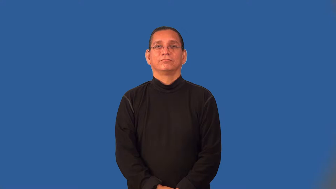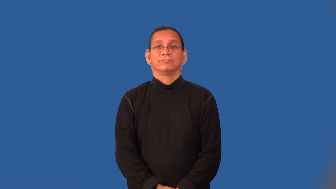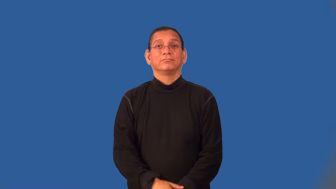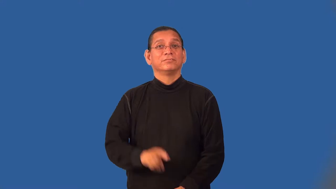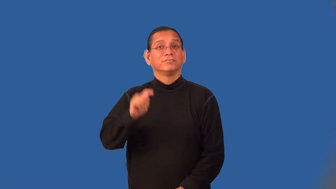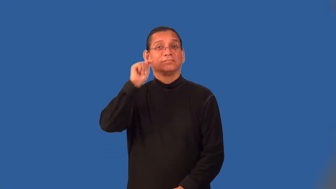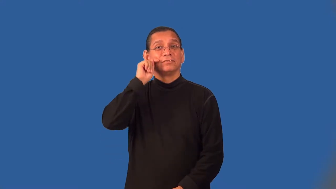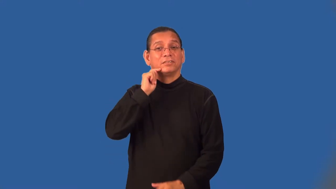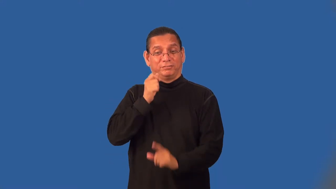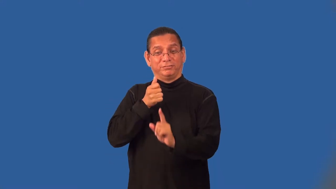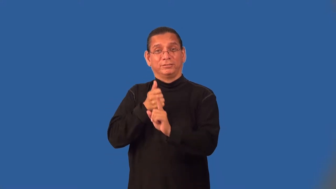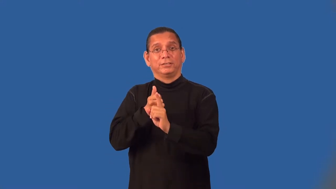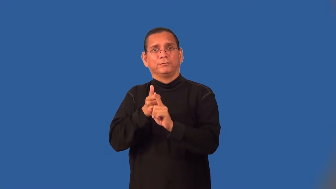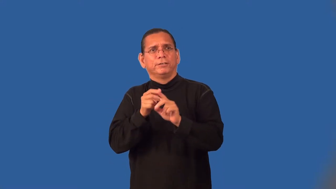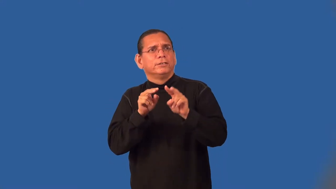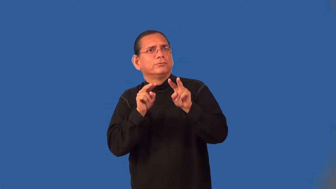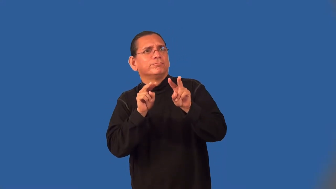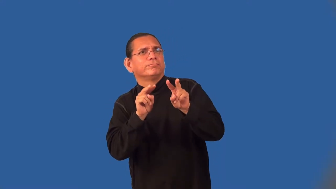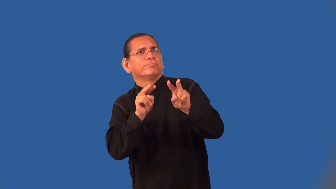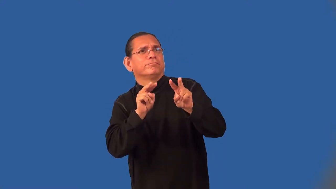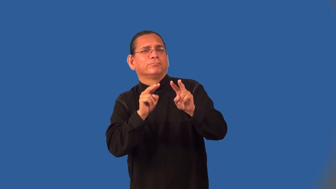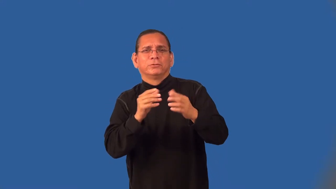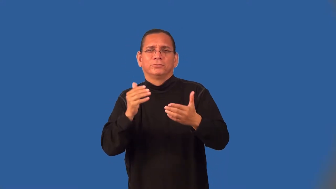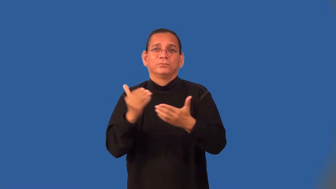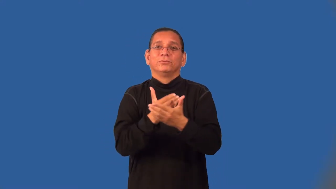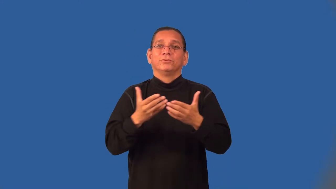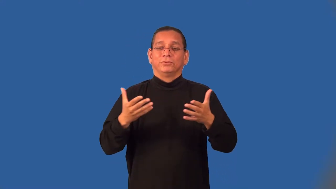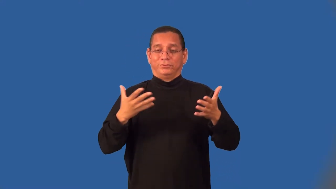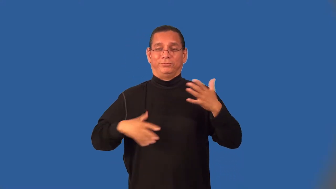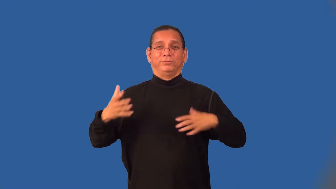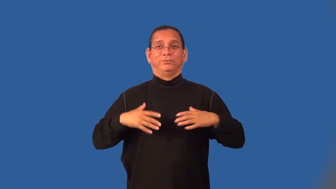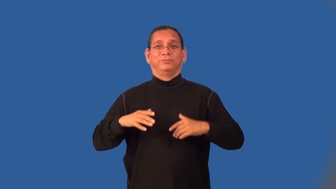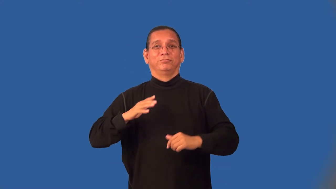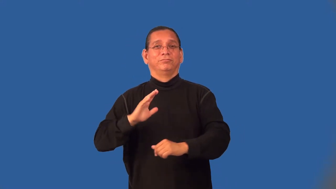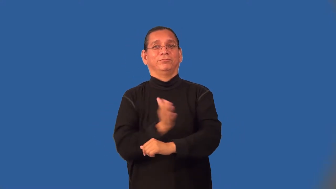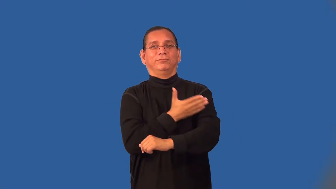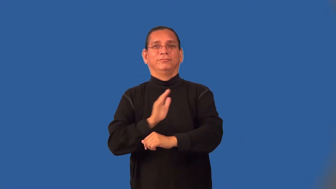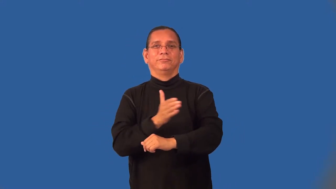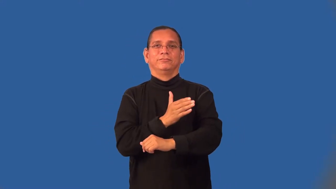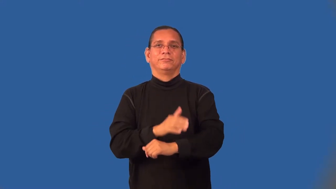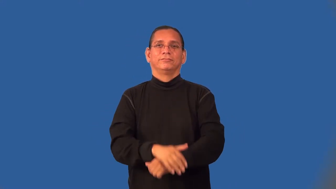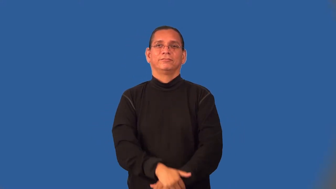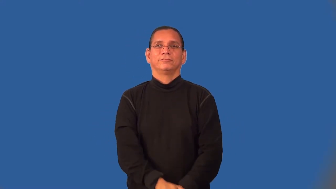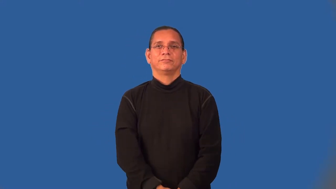teenybopper